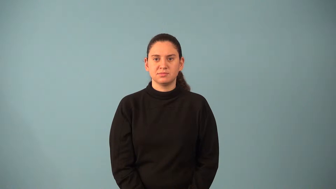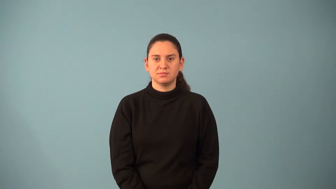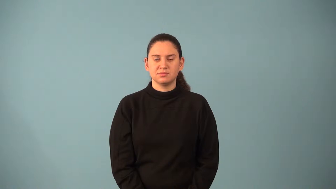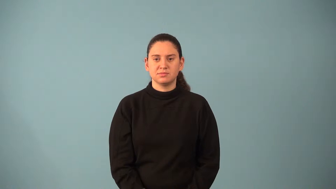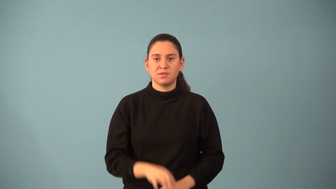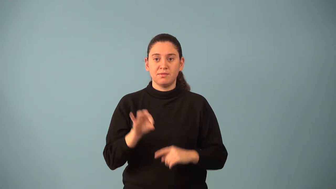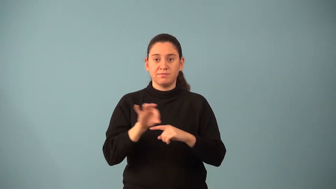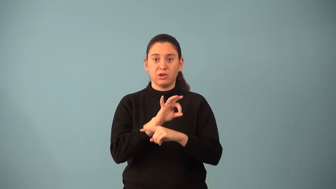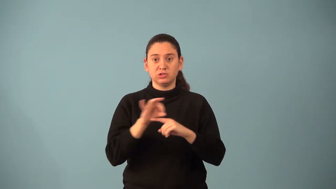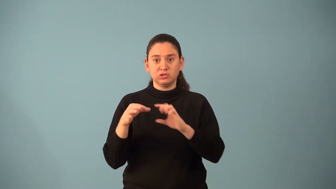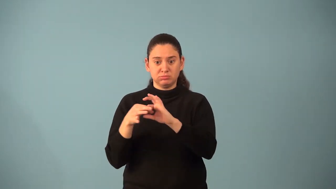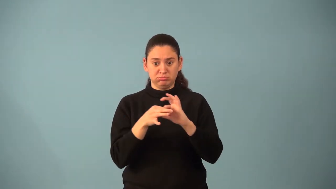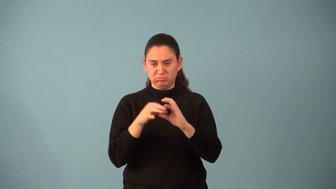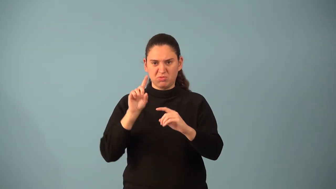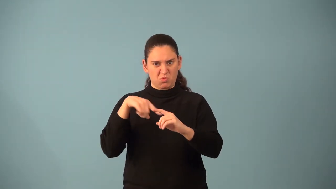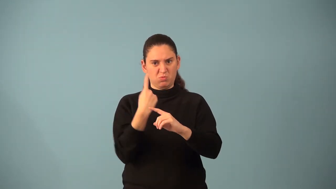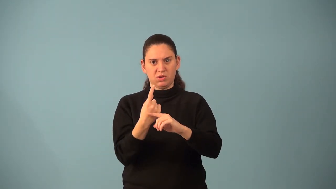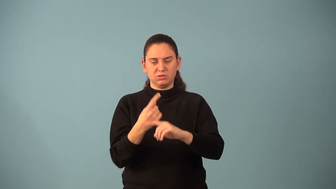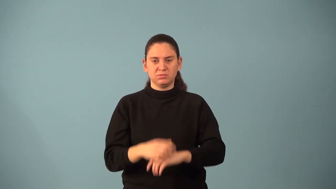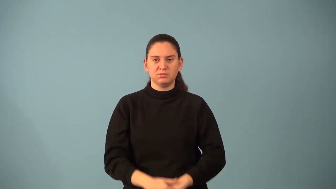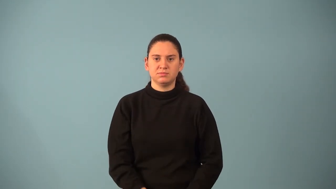one-to-one function